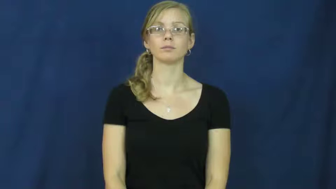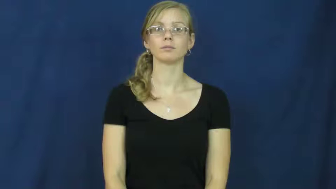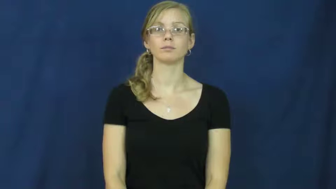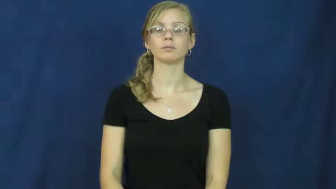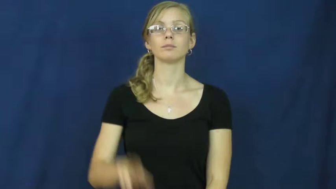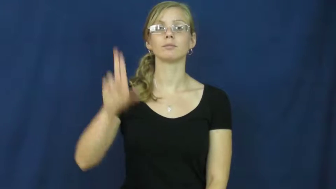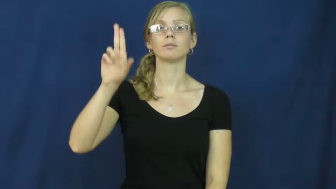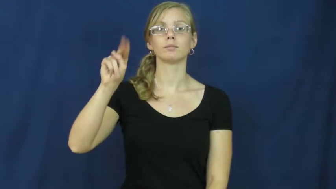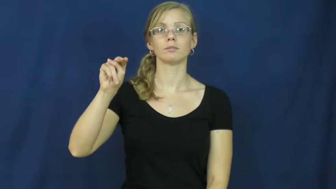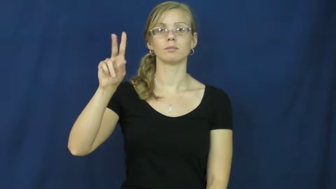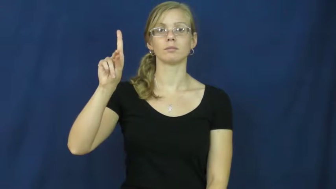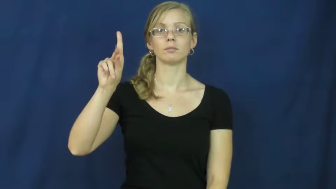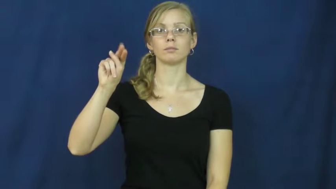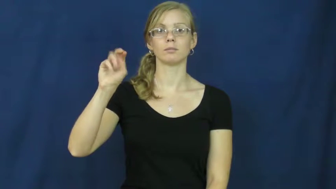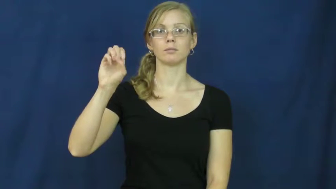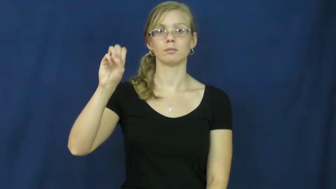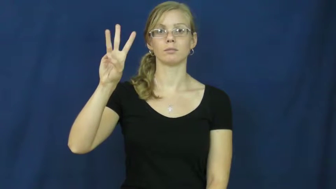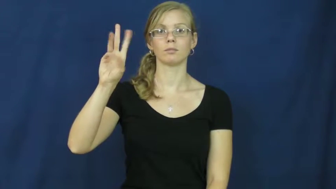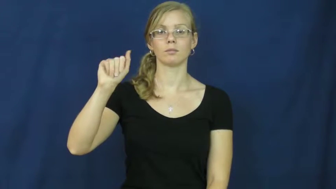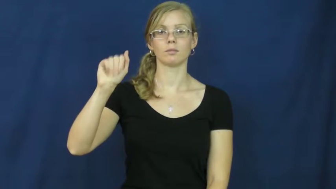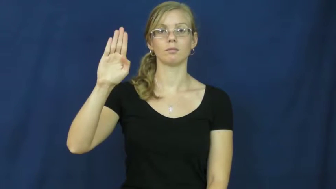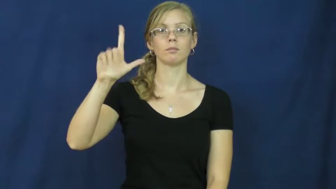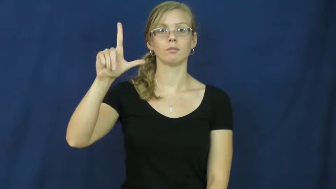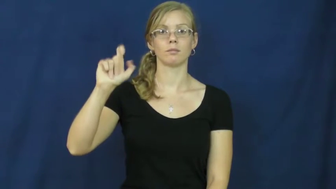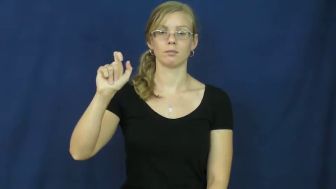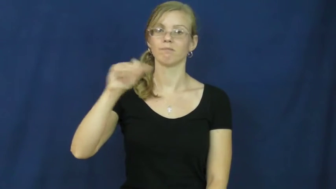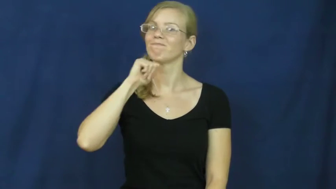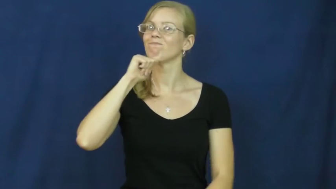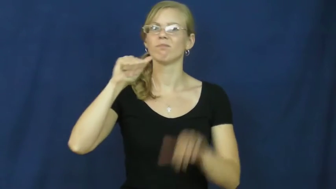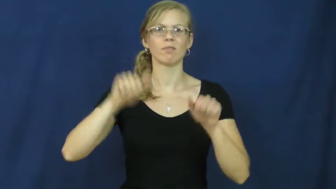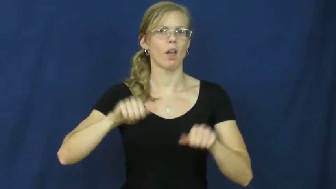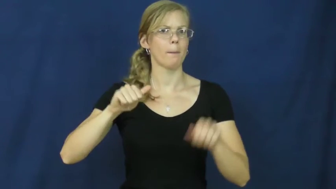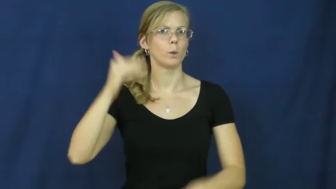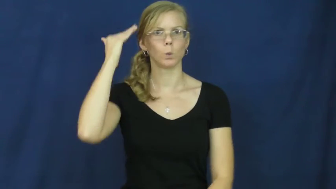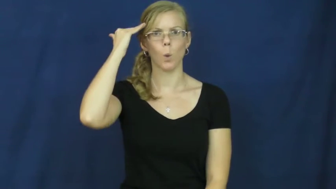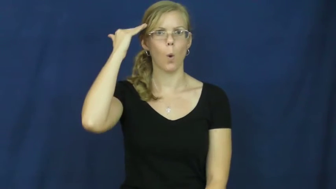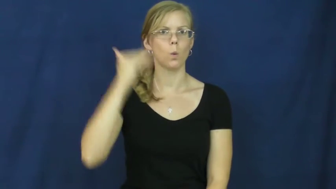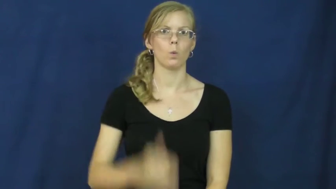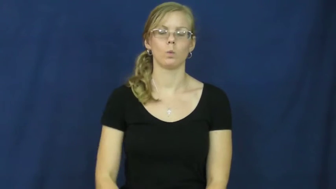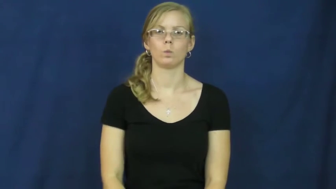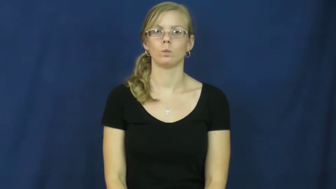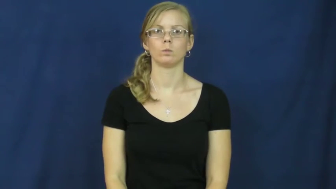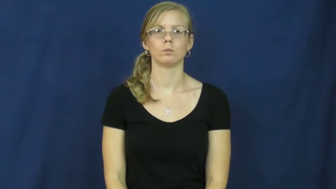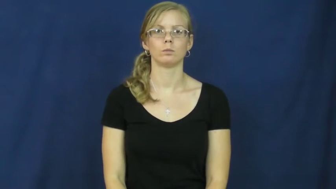unknowable